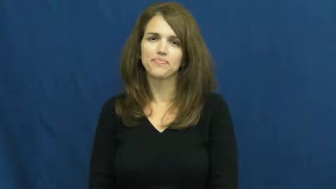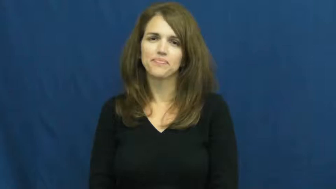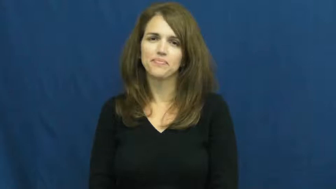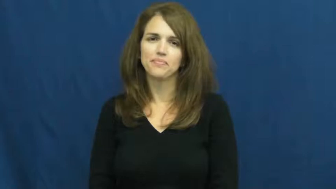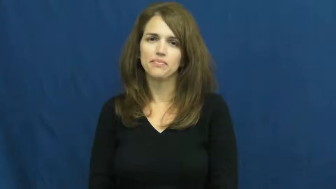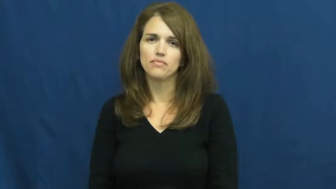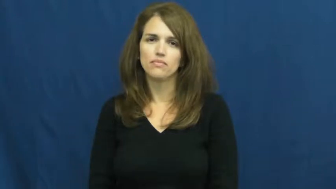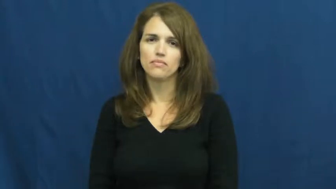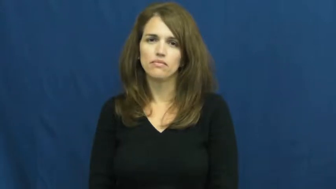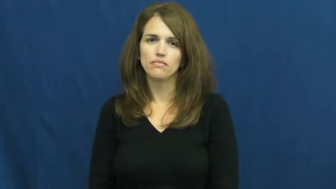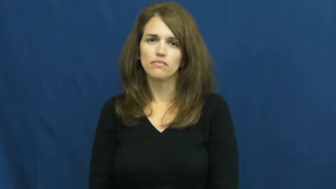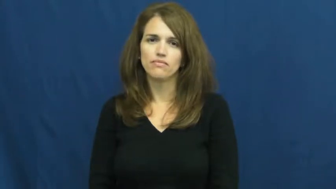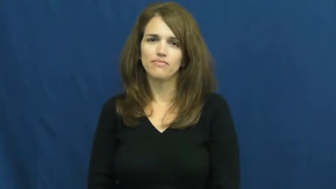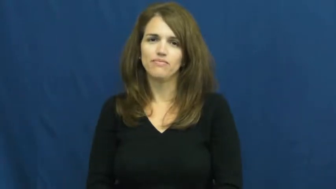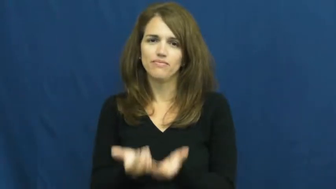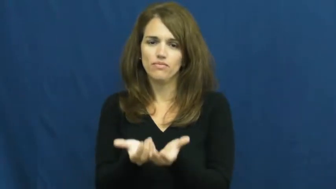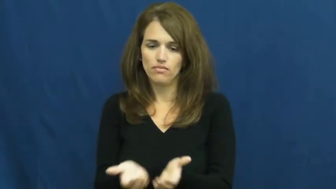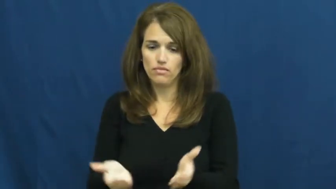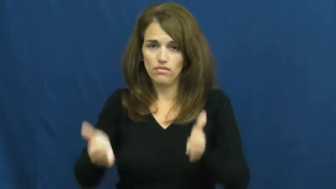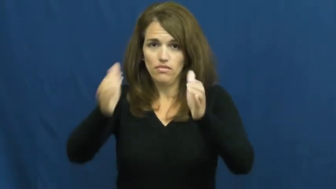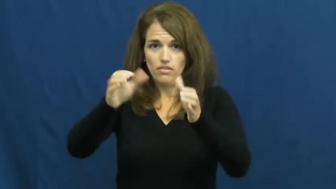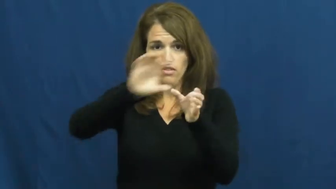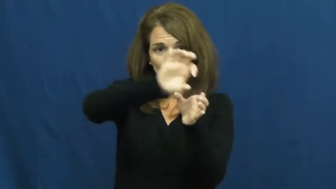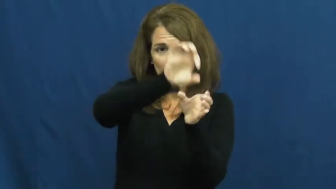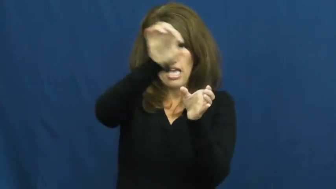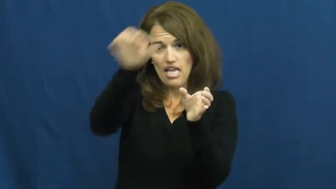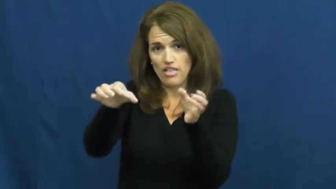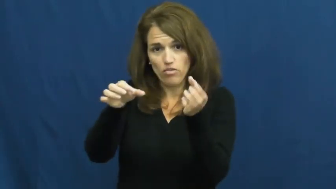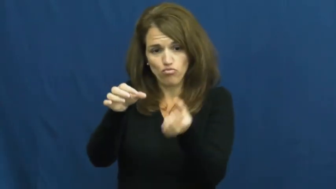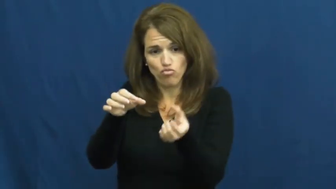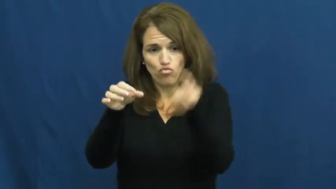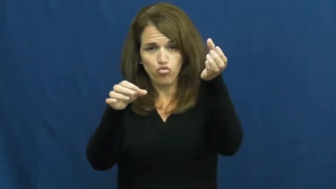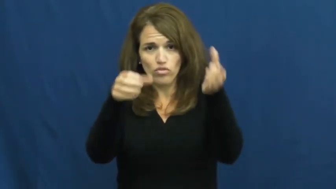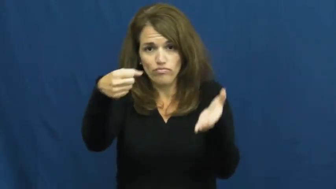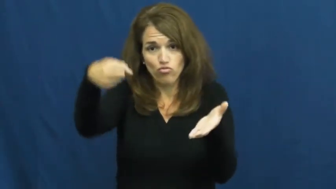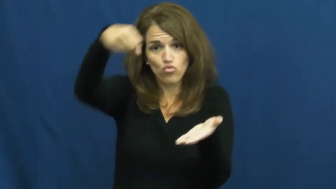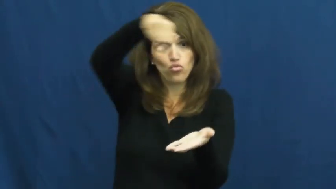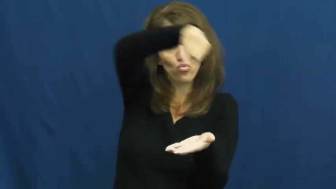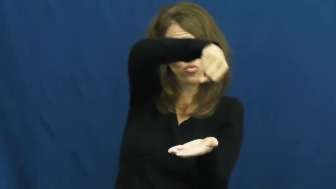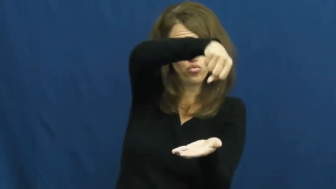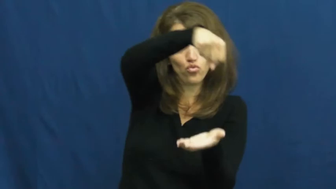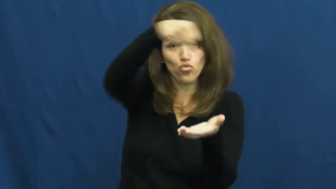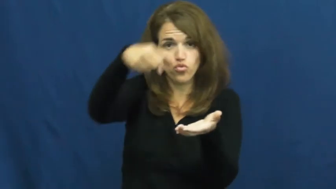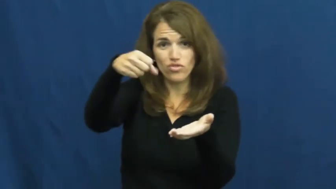teakettle